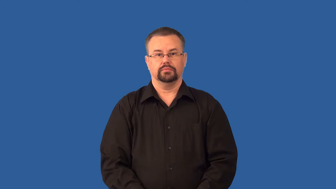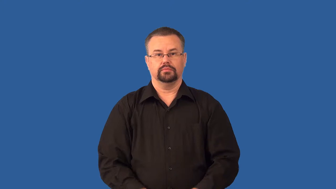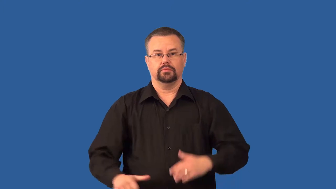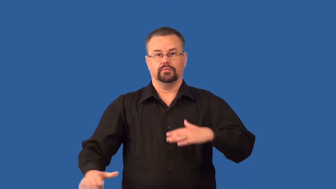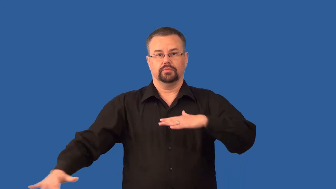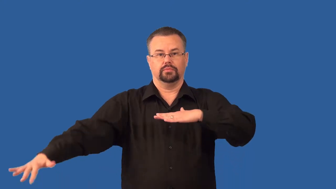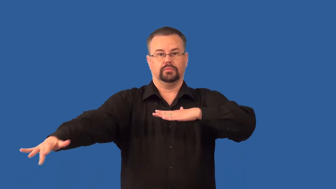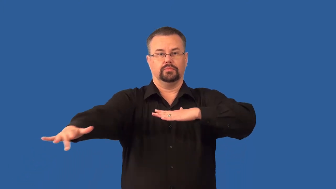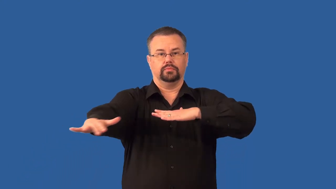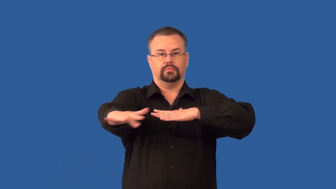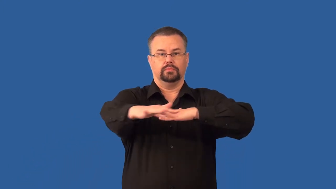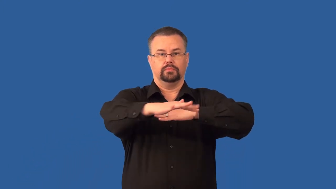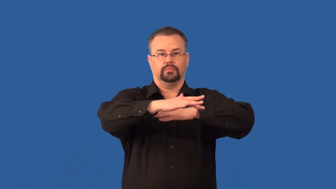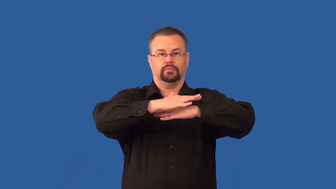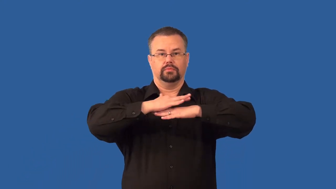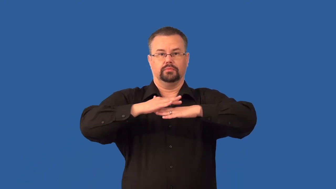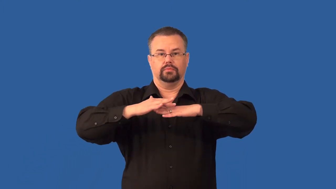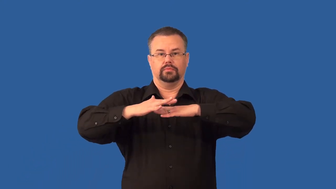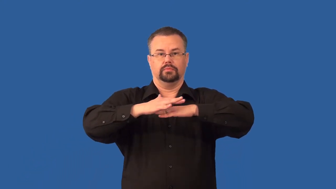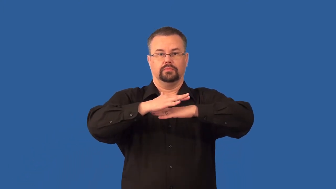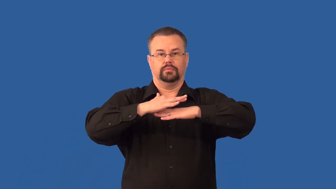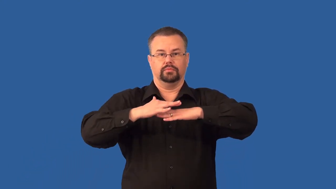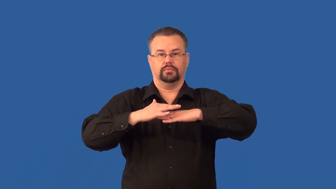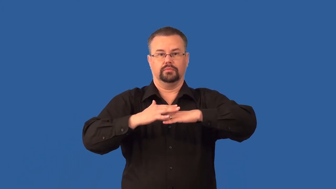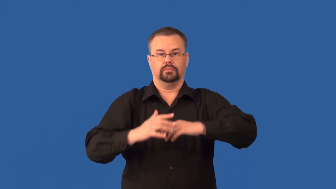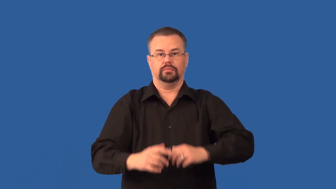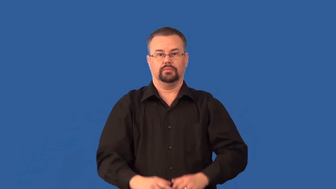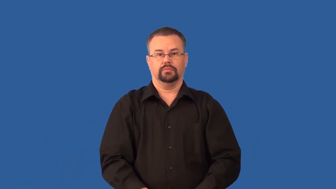sediment